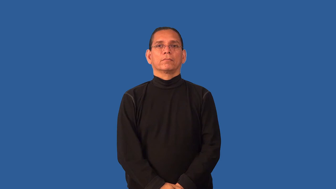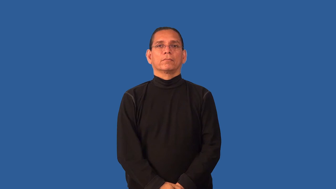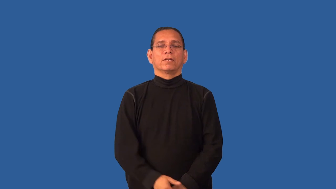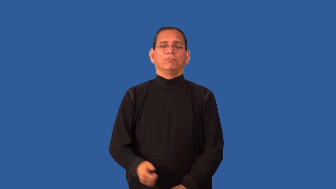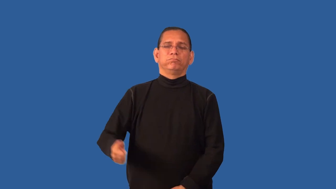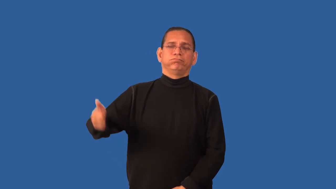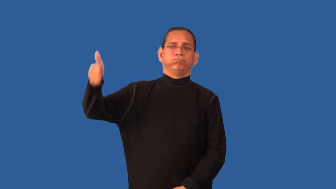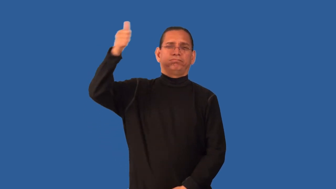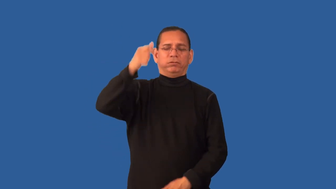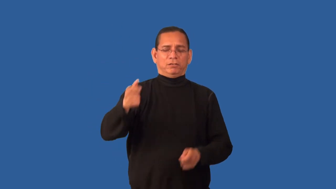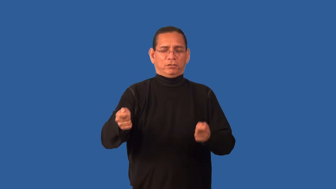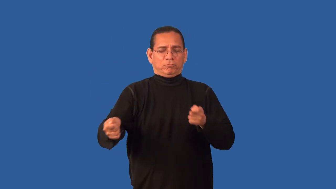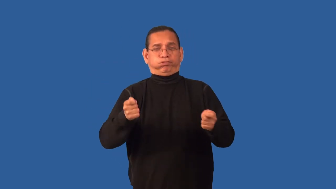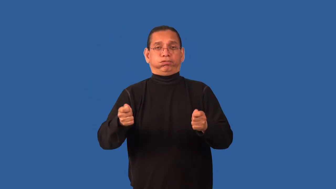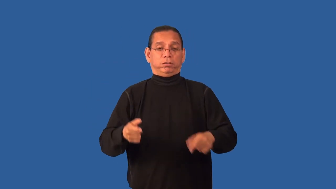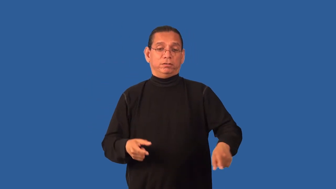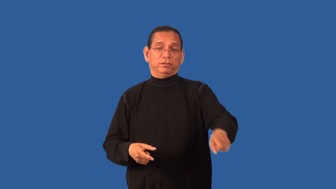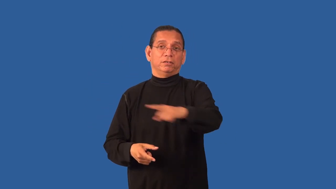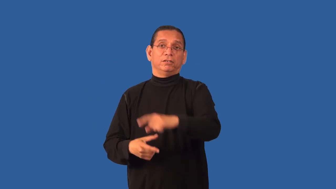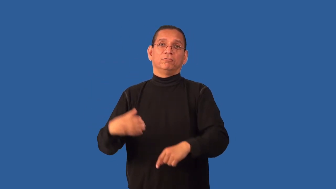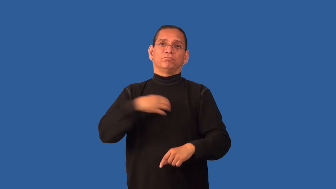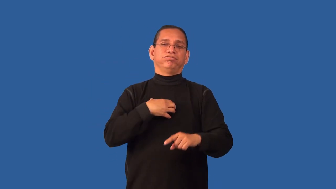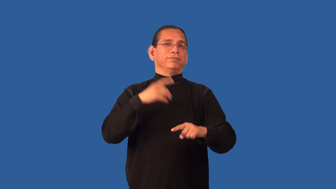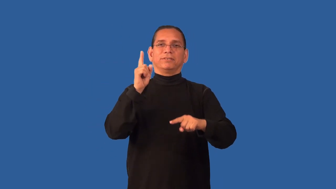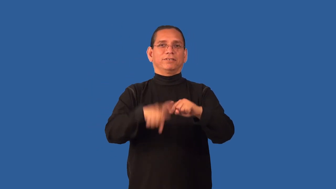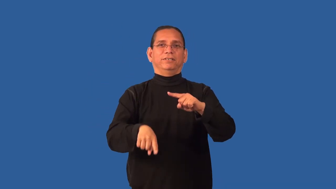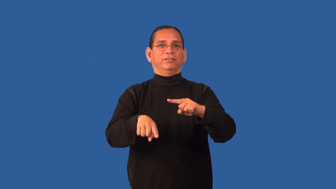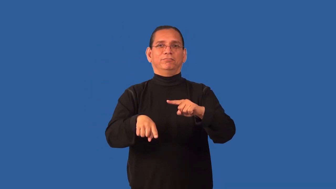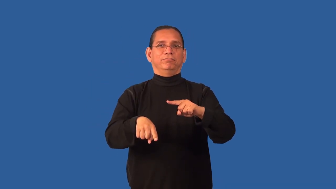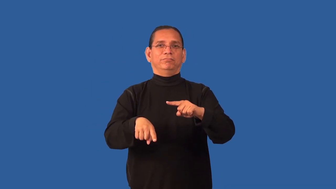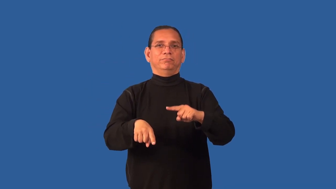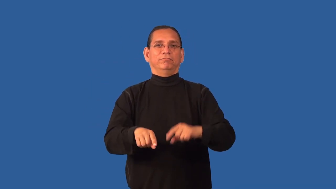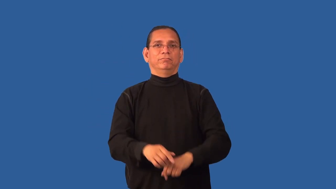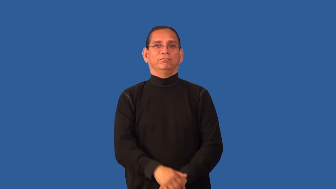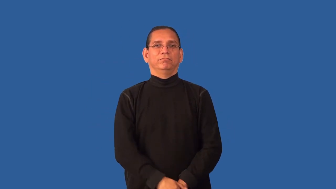fascism